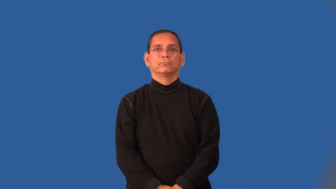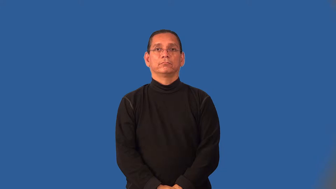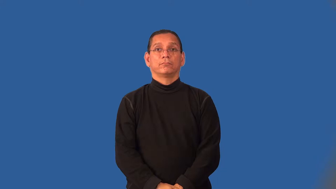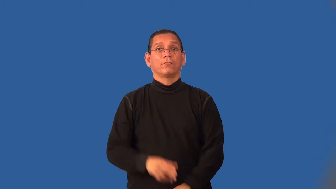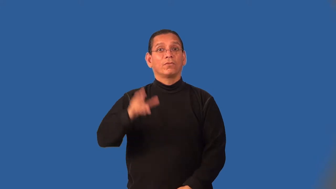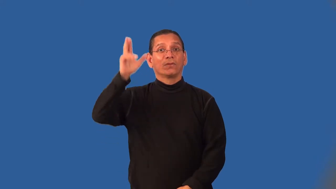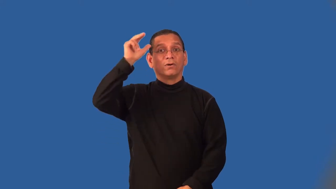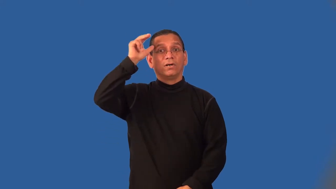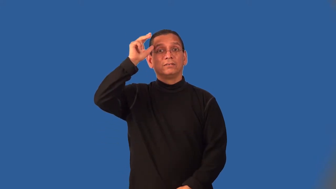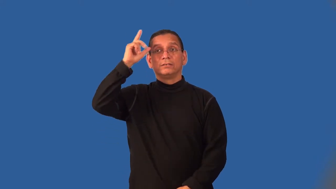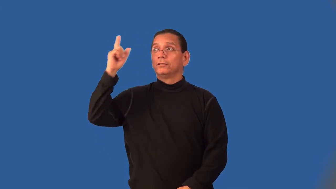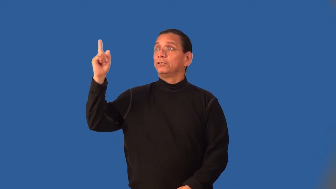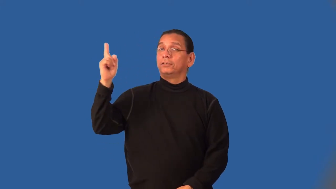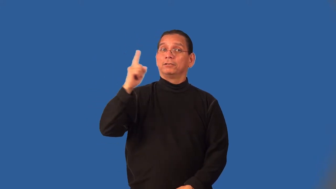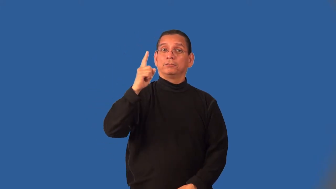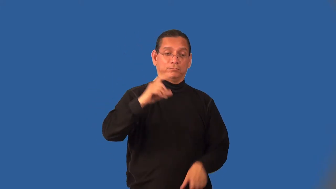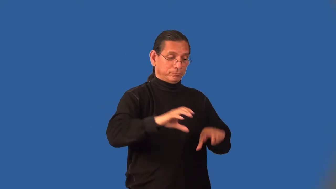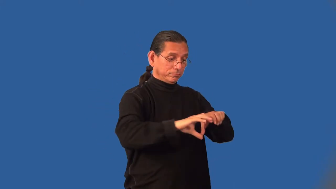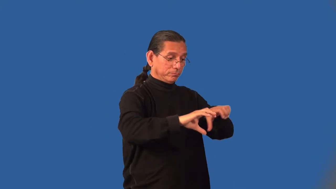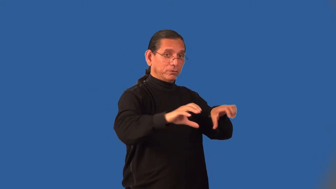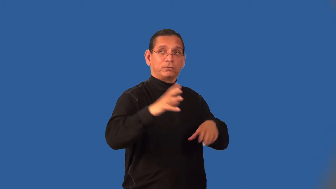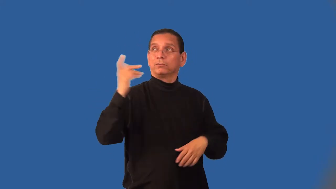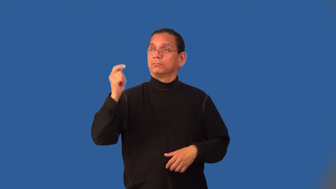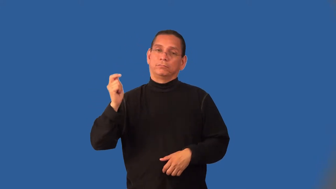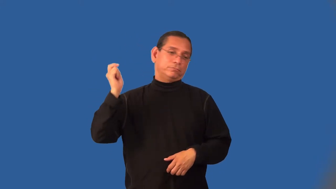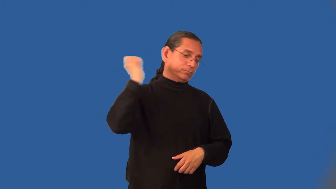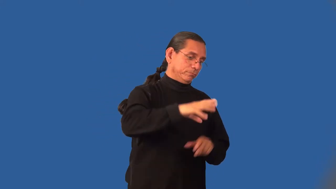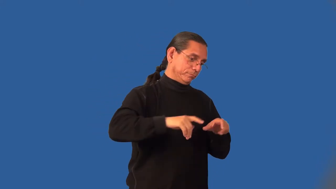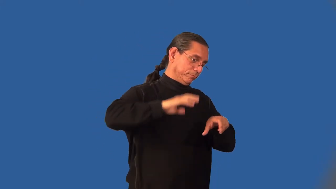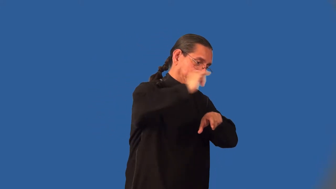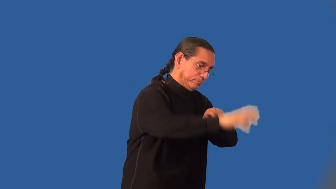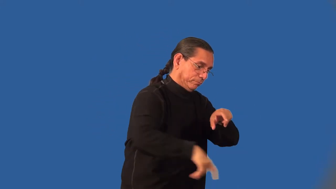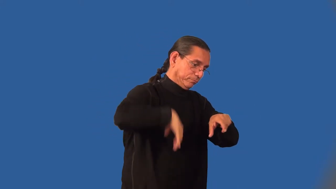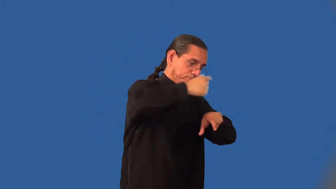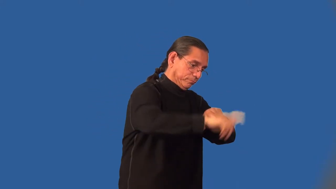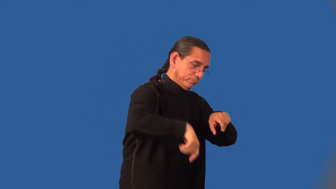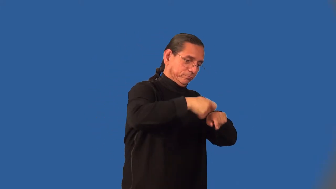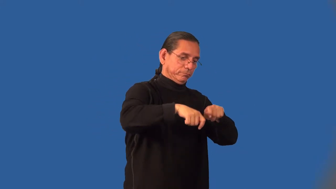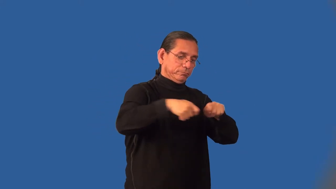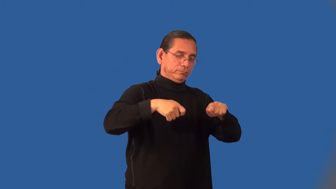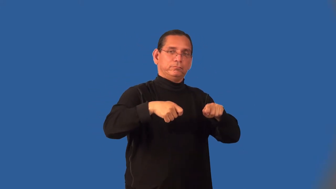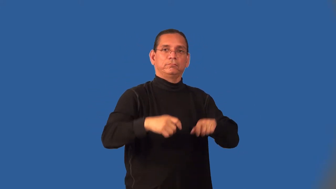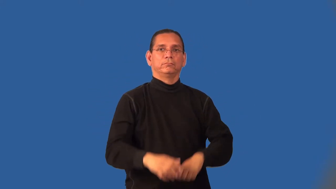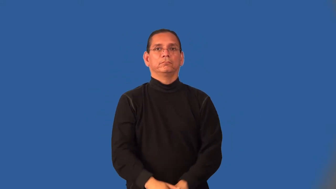hitch-horse